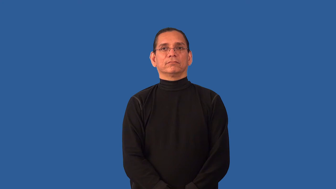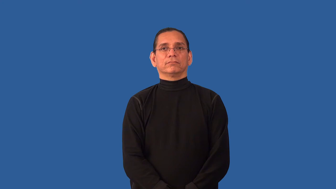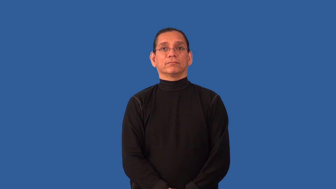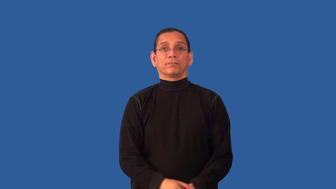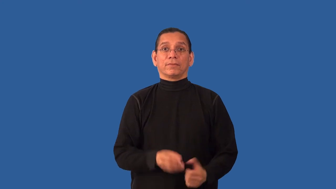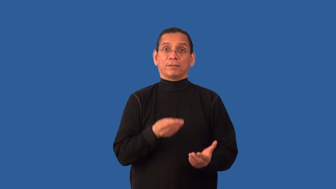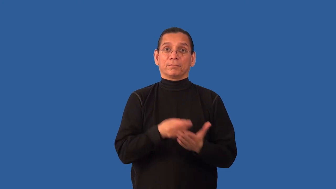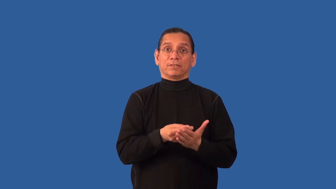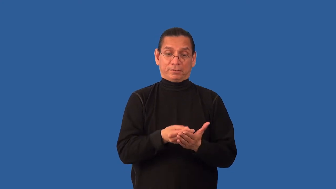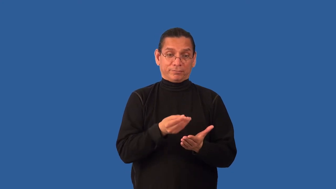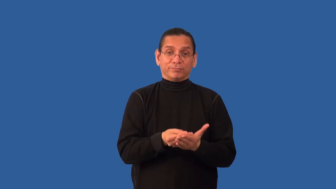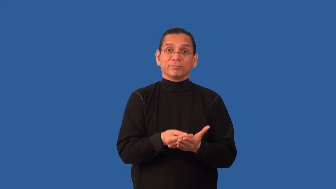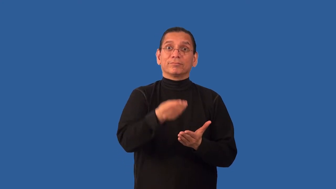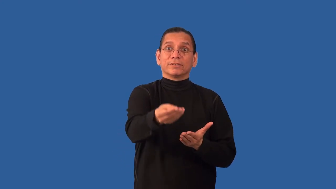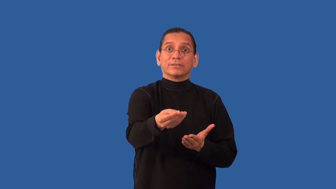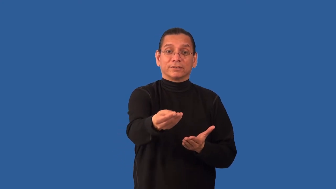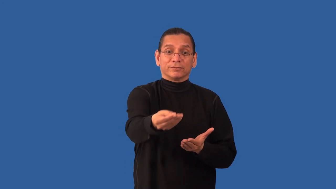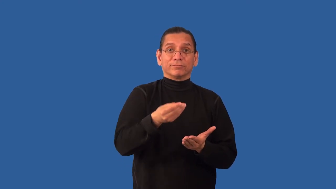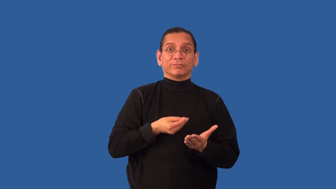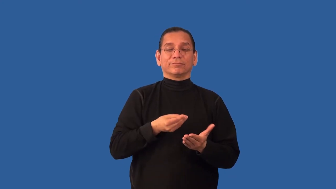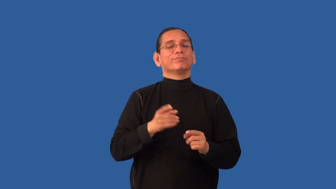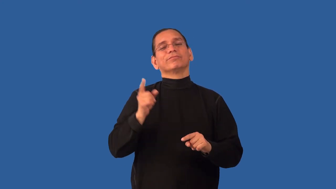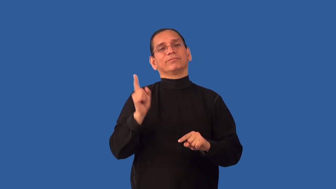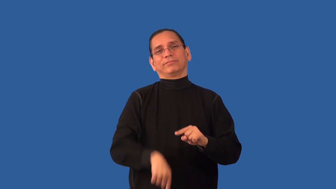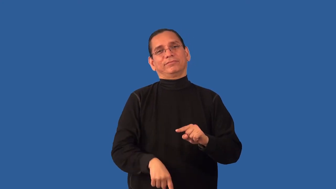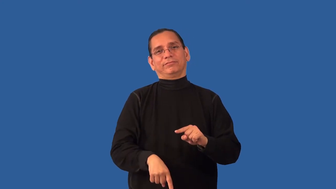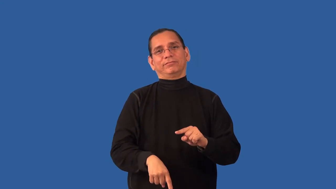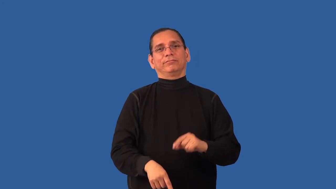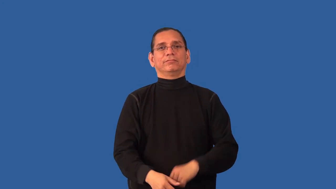nonrefundable